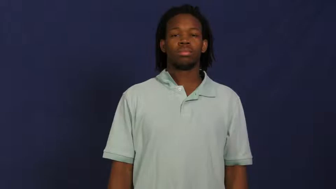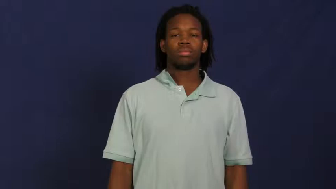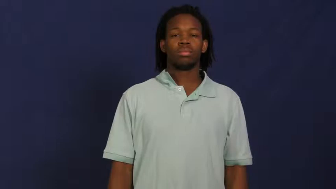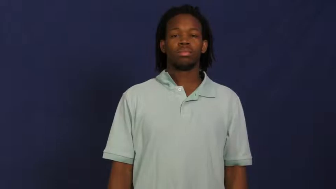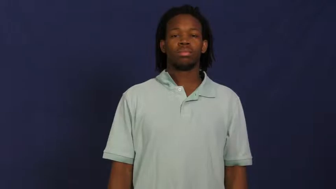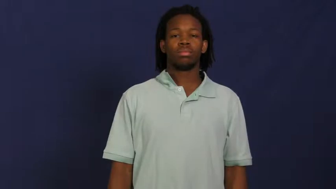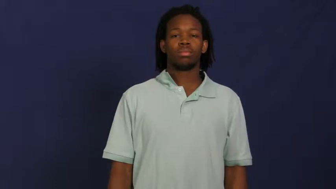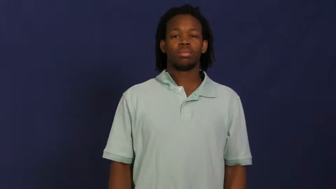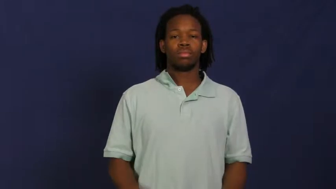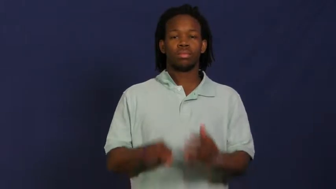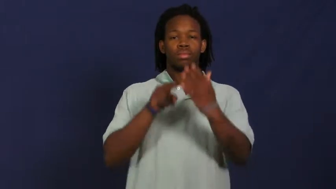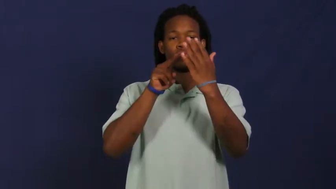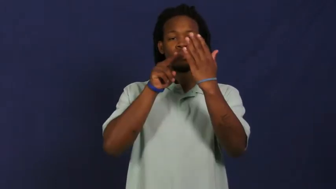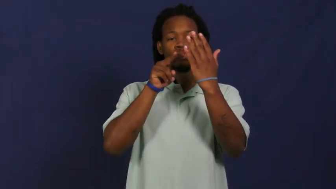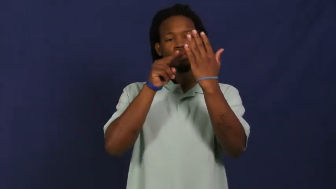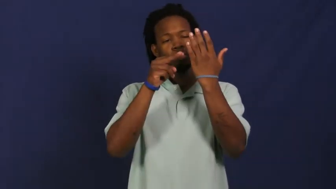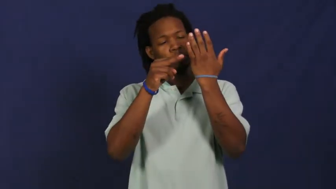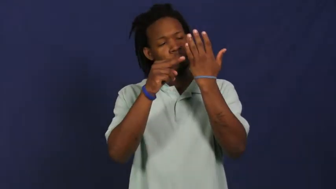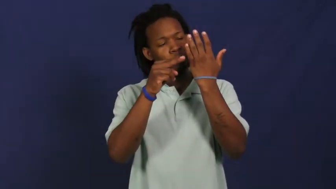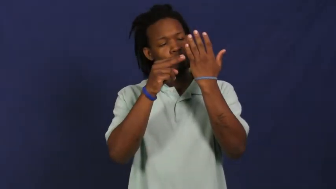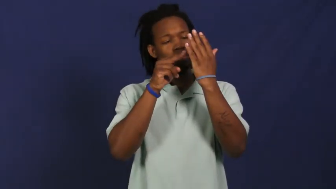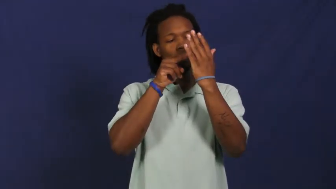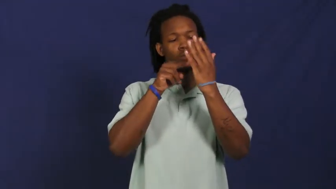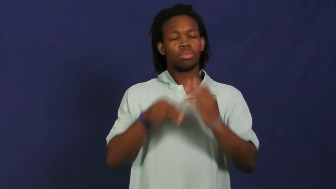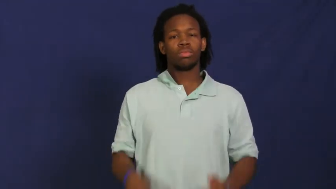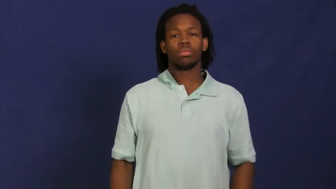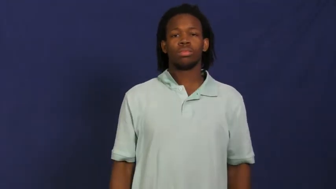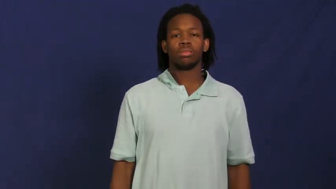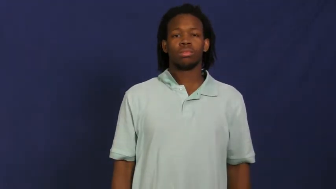peek